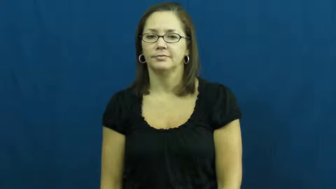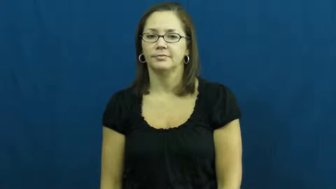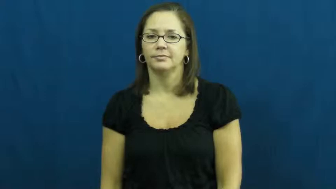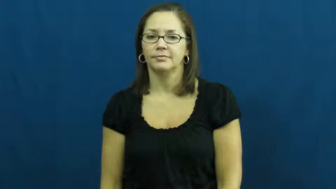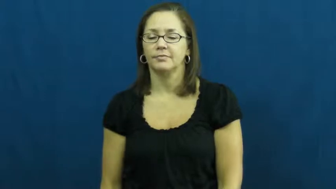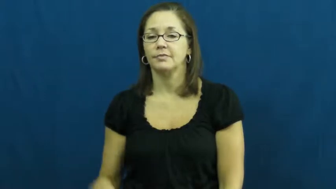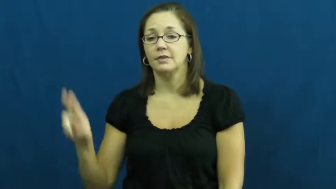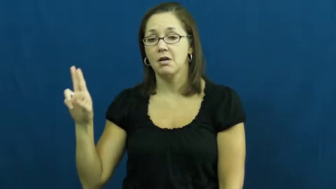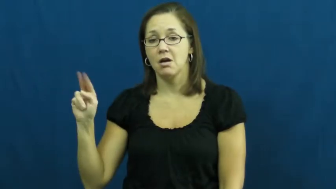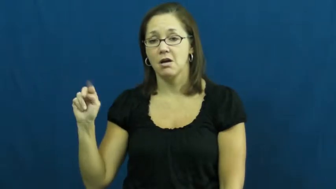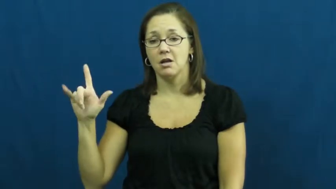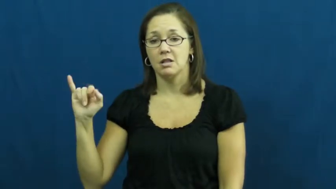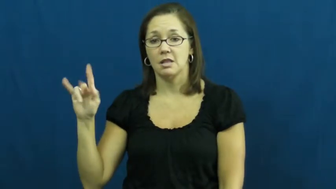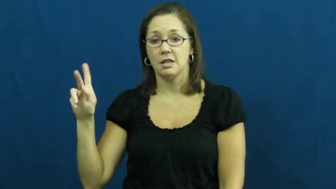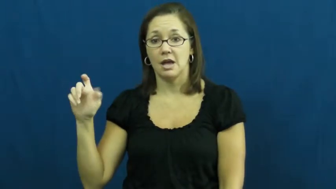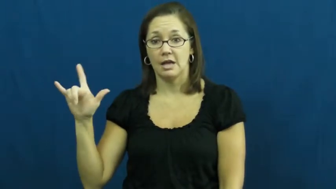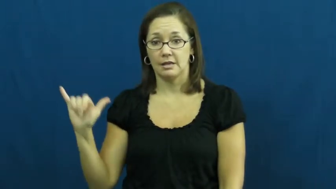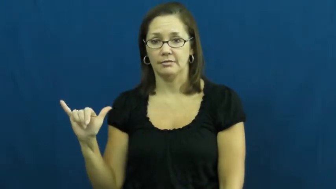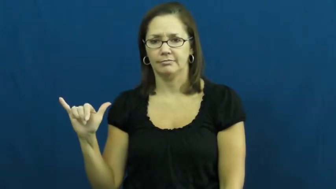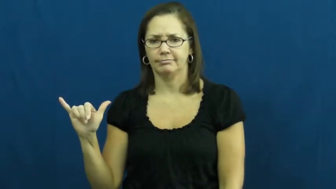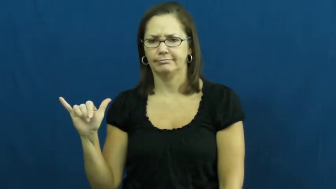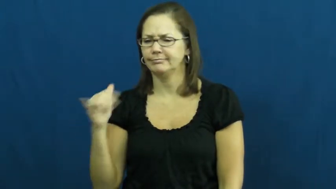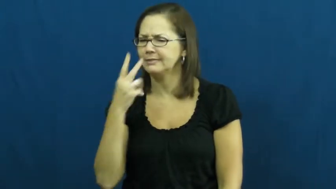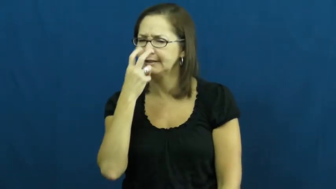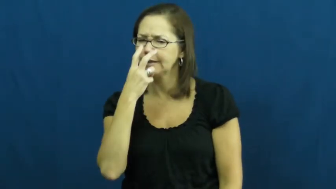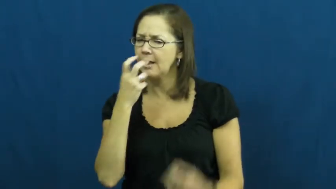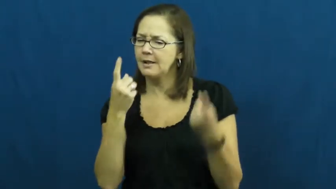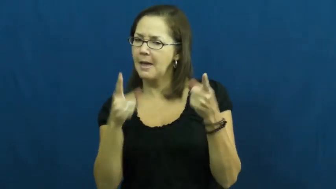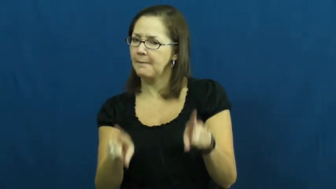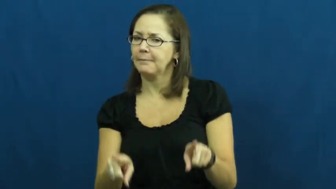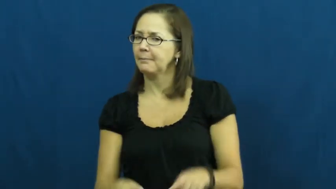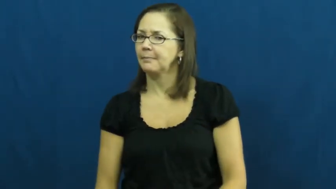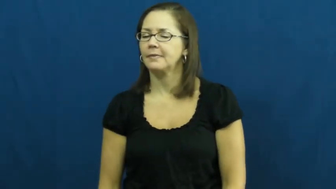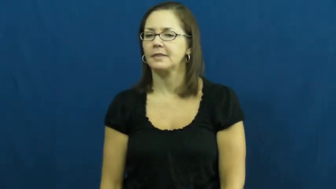unlikely